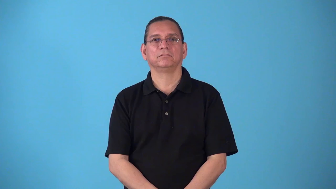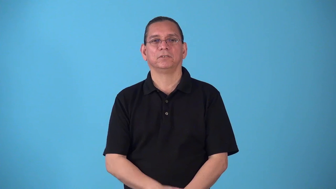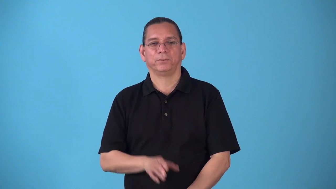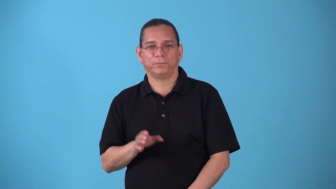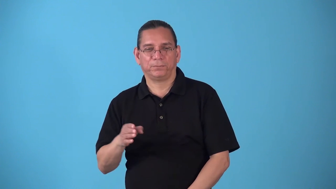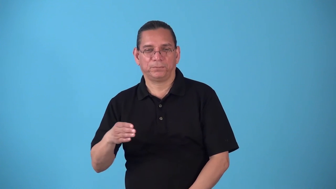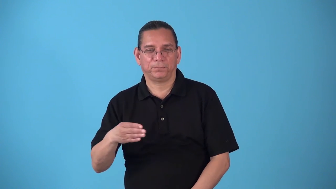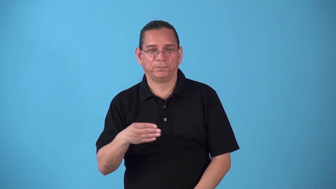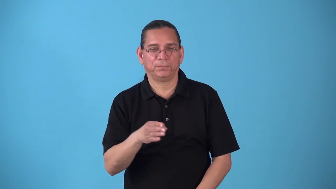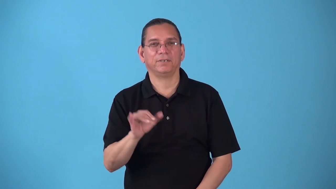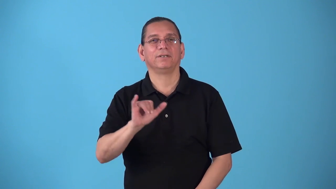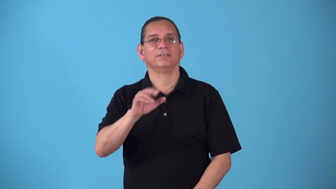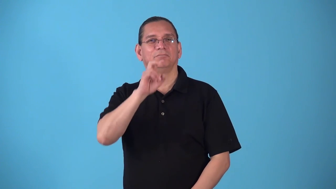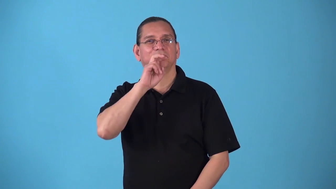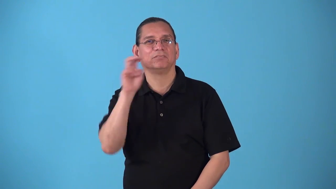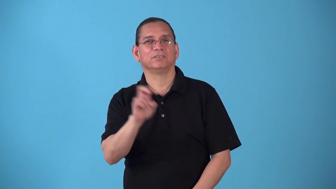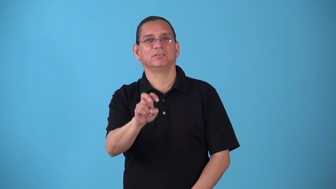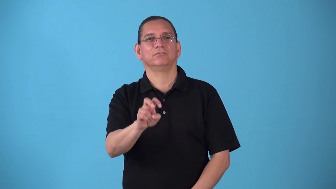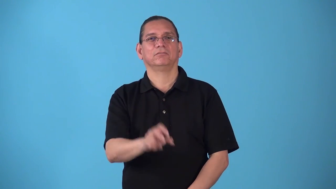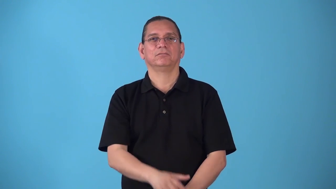snakelike,serpentine,snaky